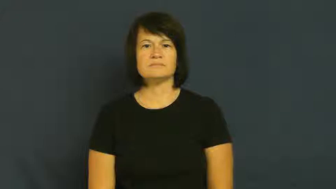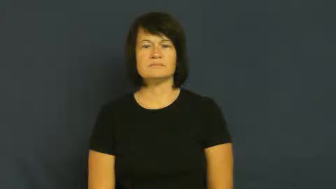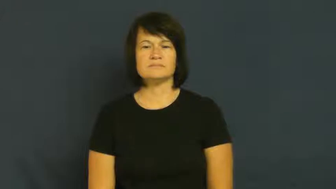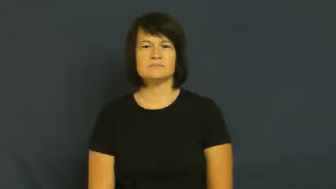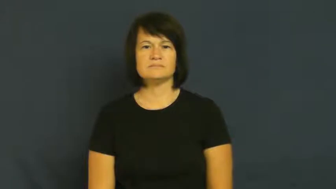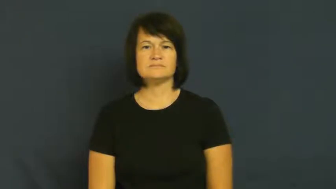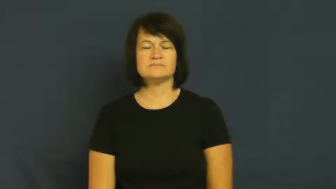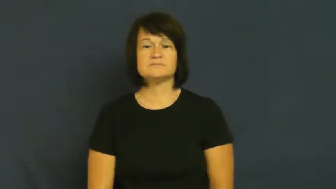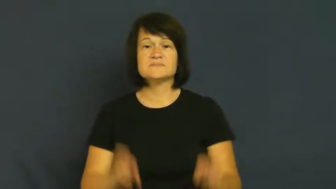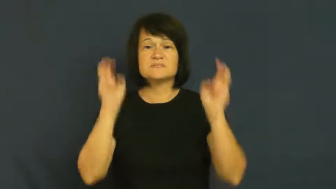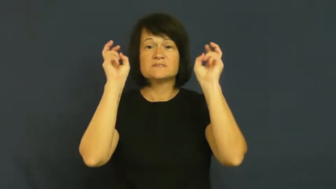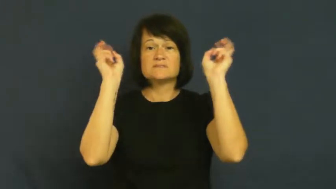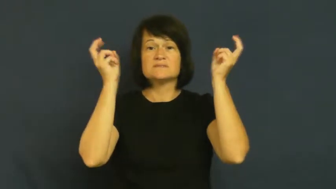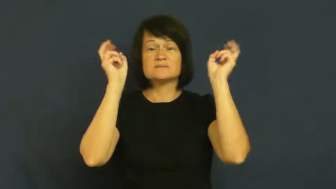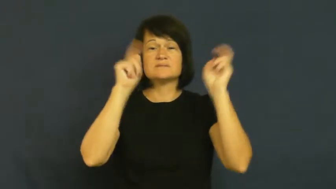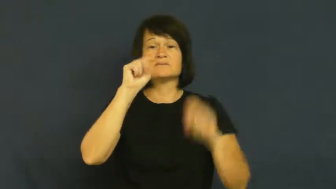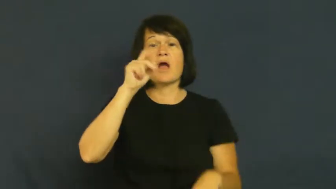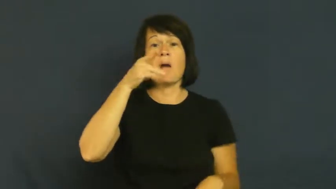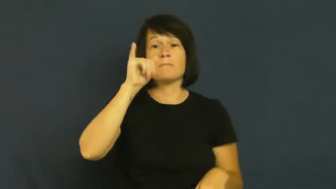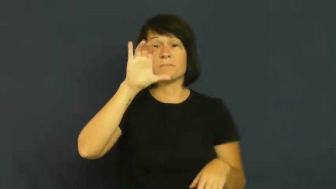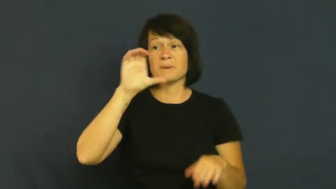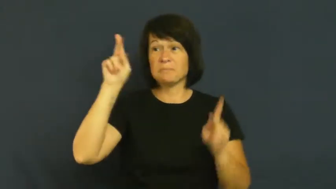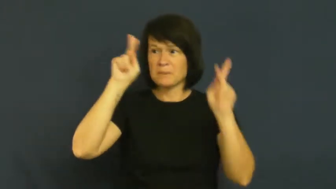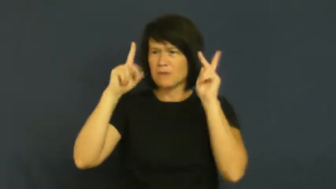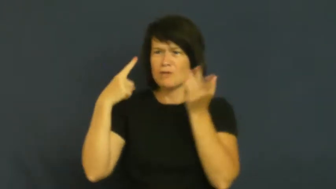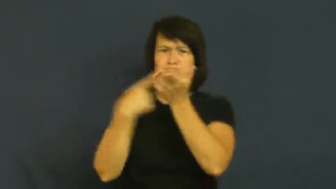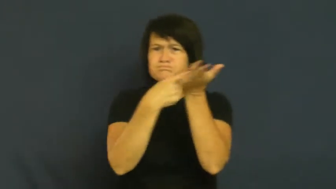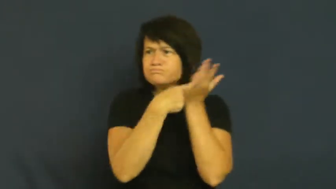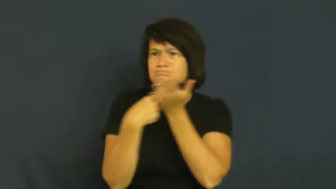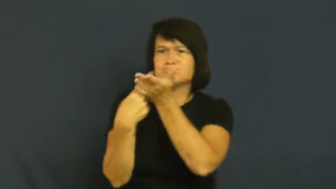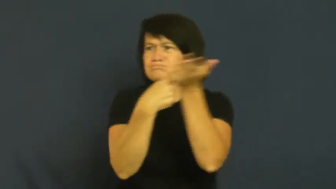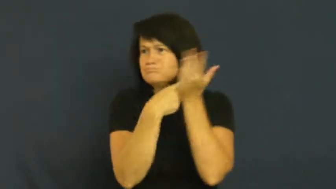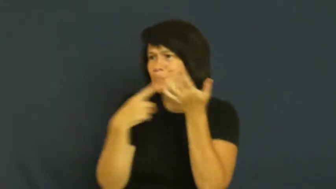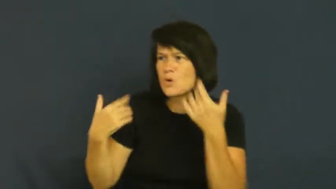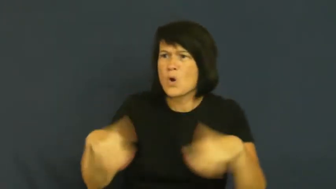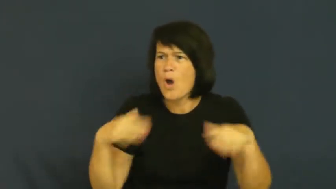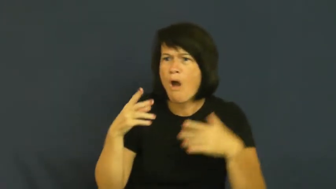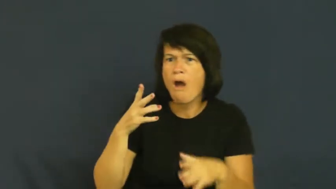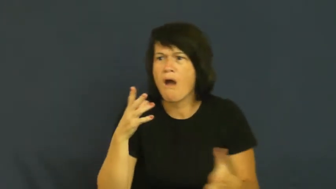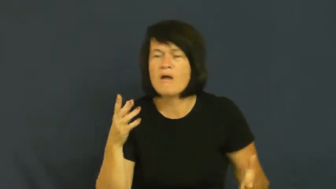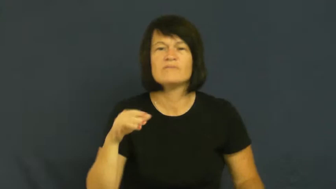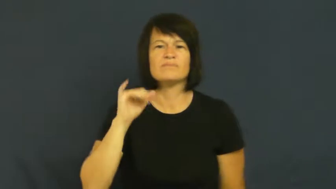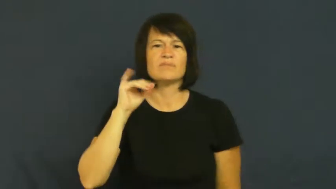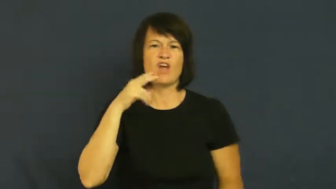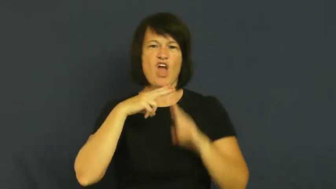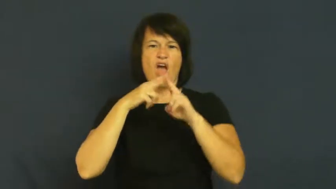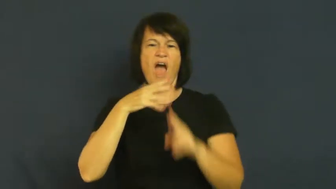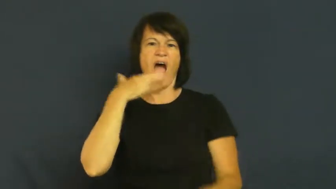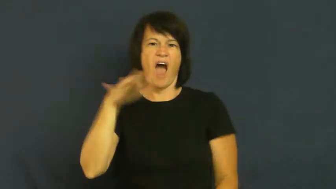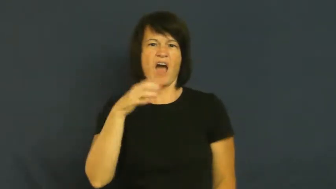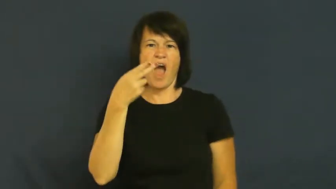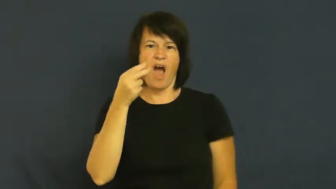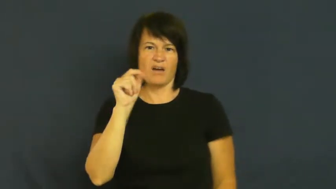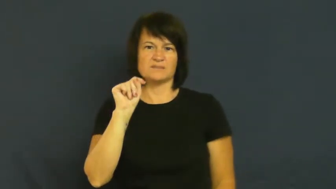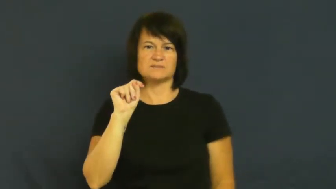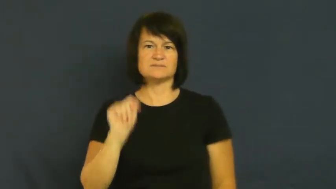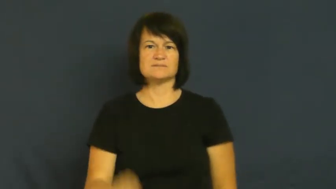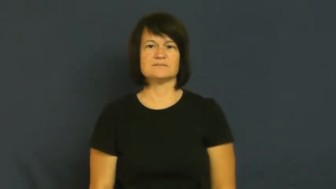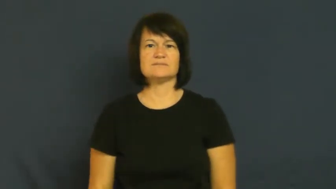hot-topic